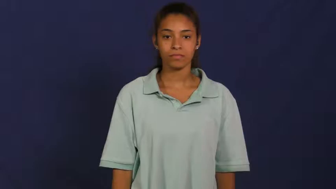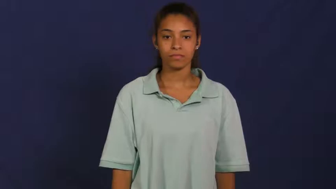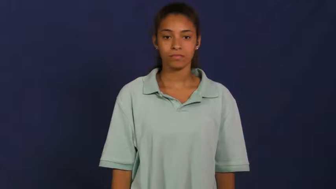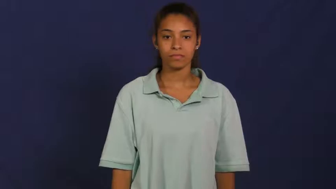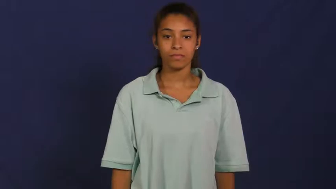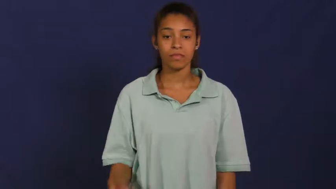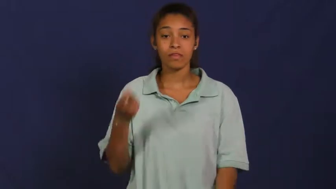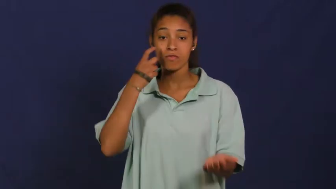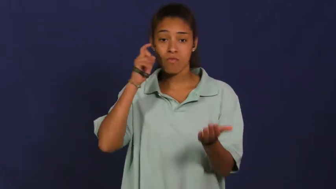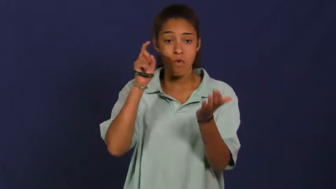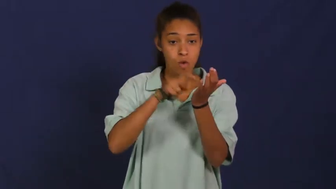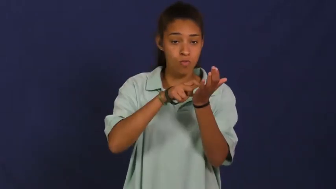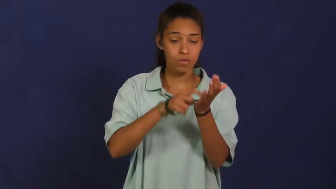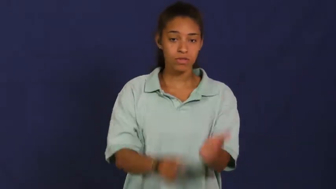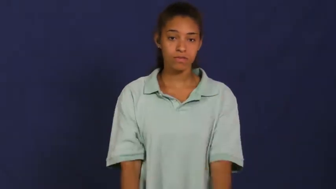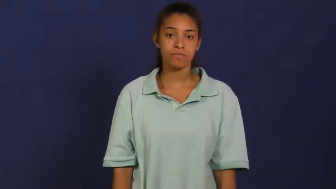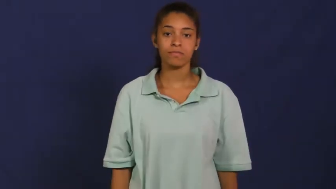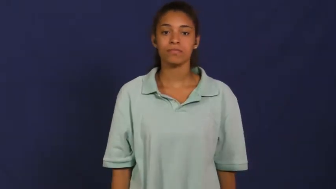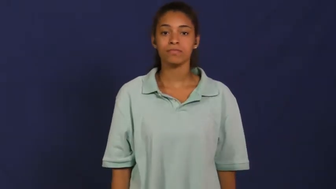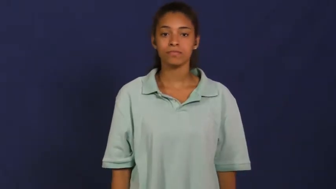note,notice,espy,sight,fall on